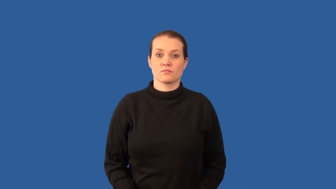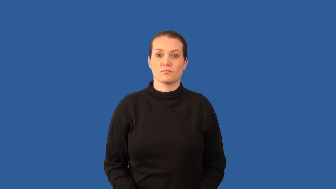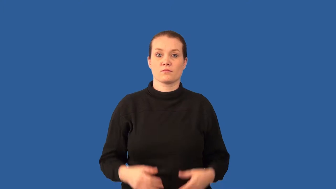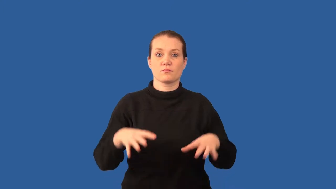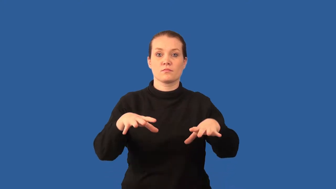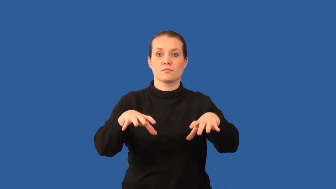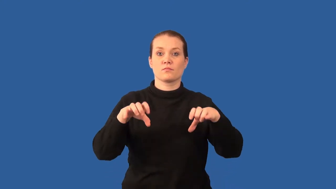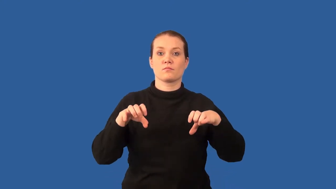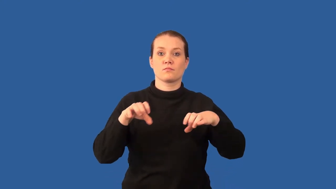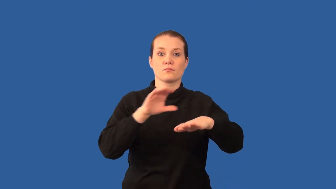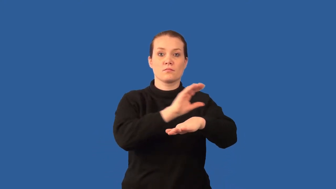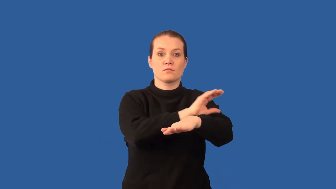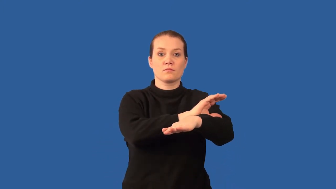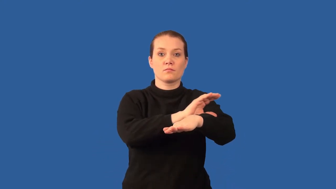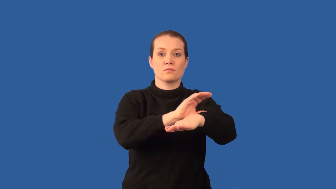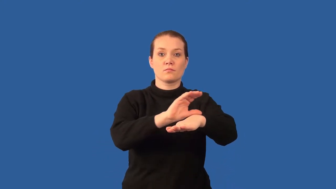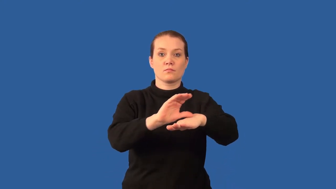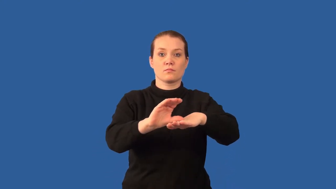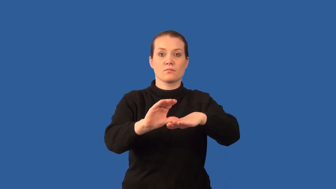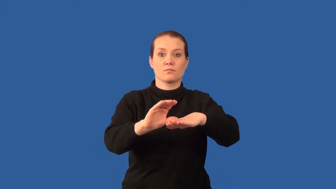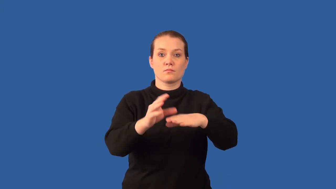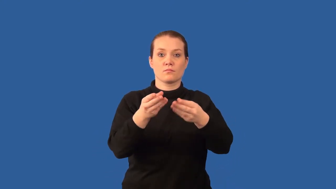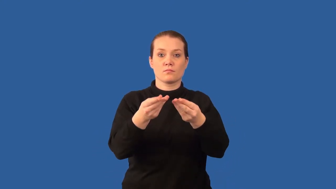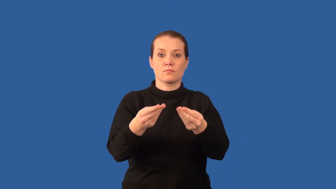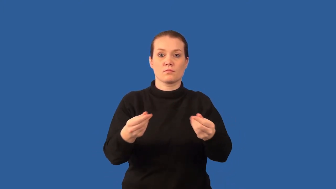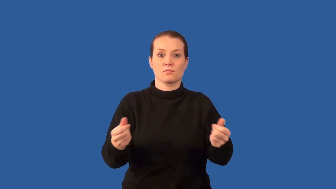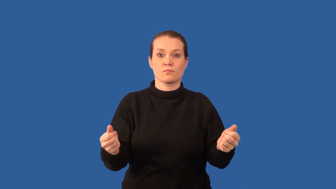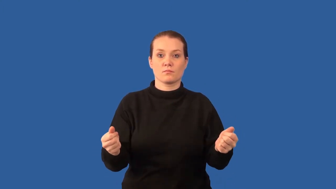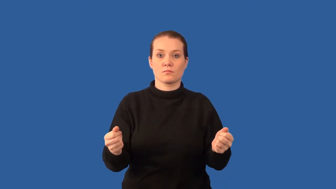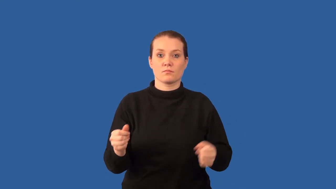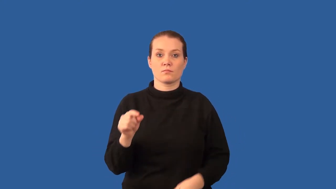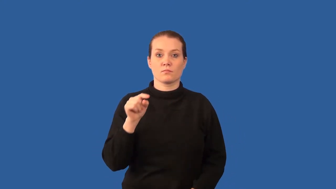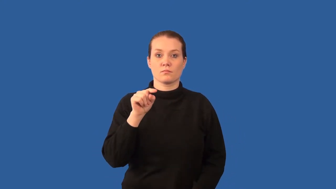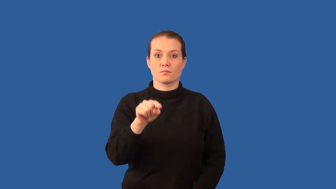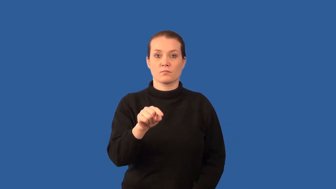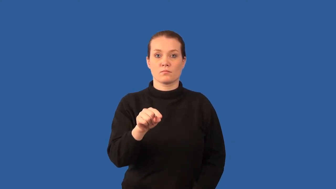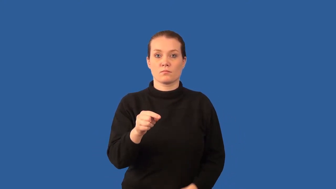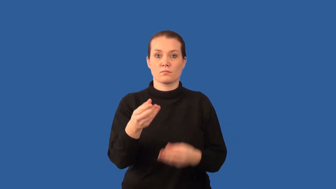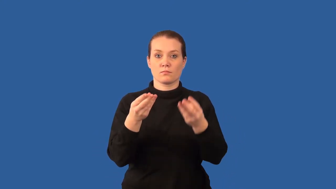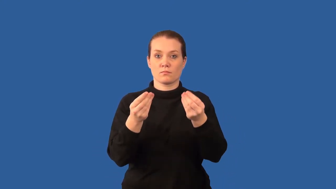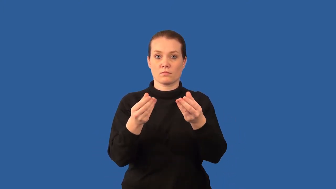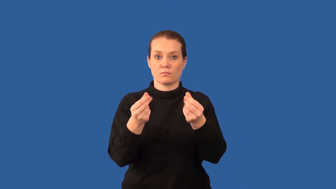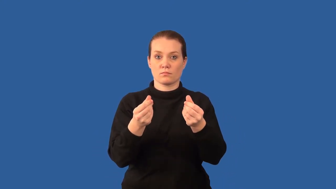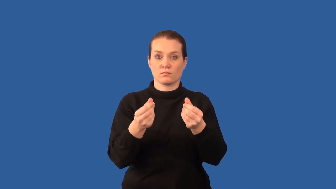outwash